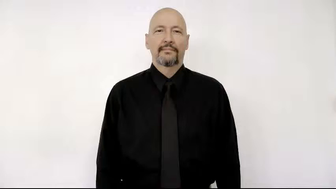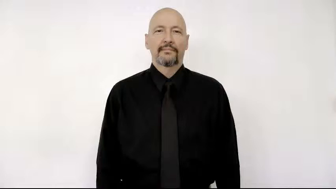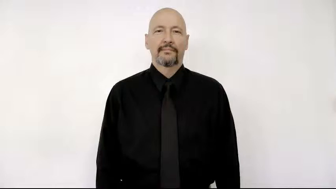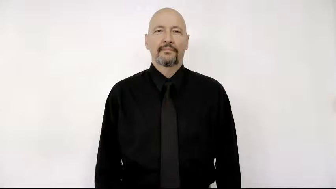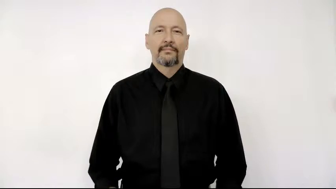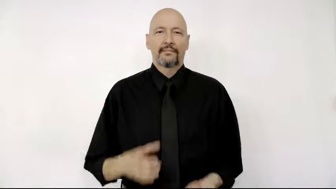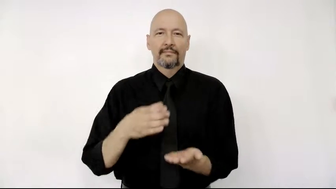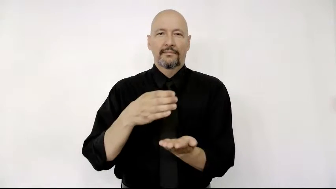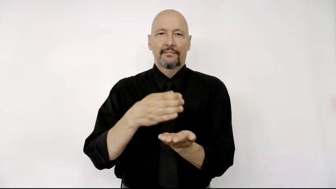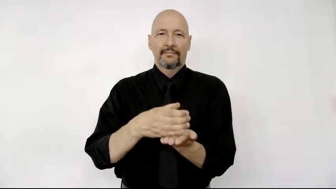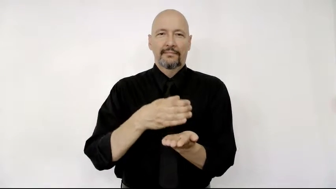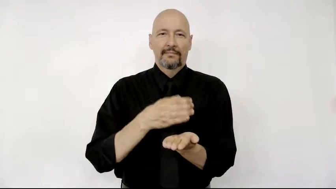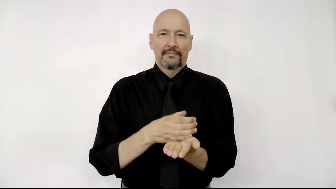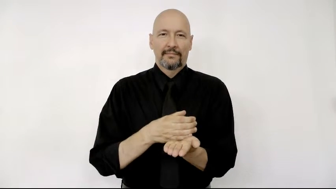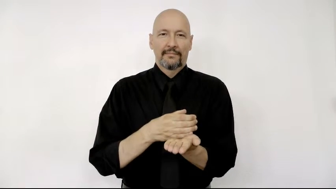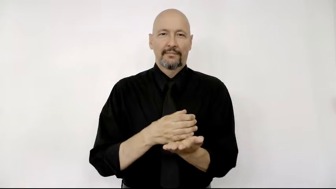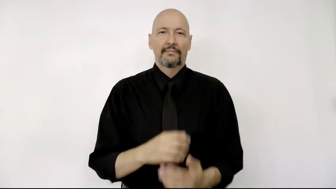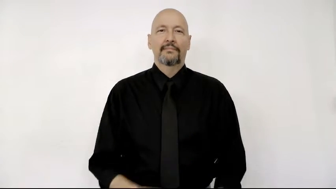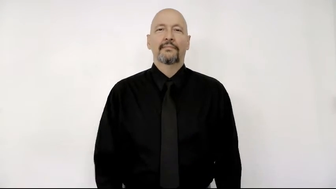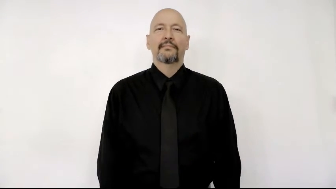course